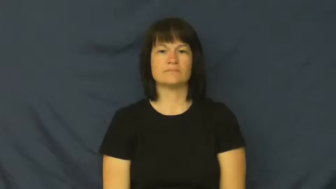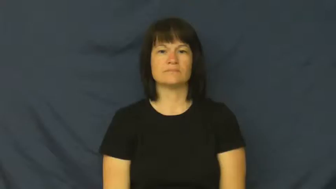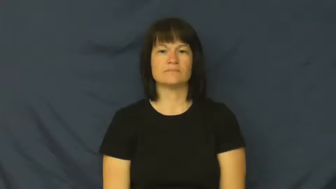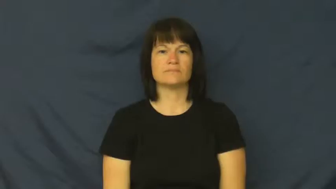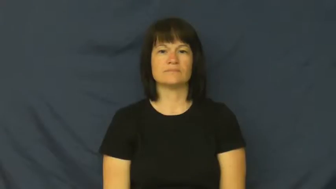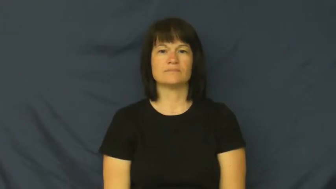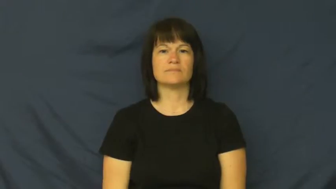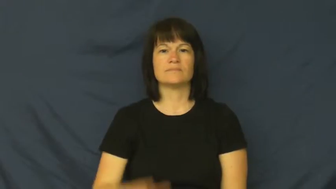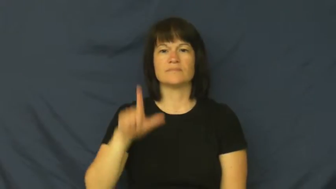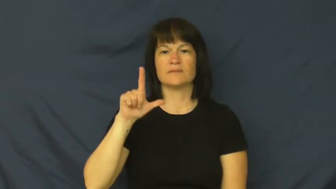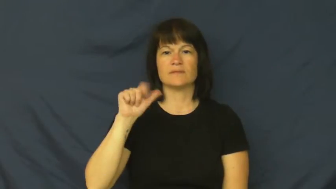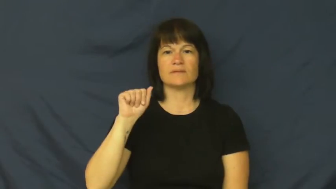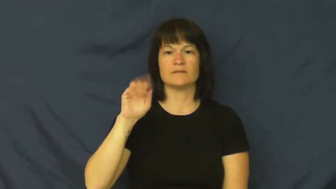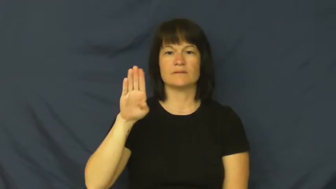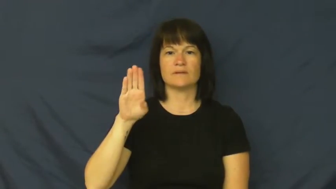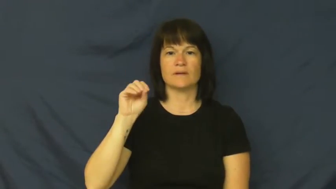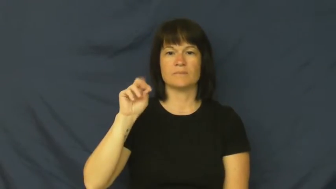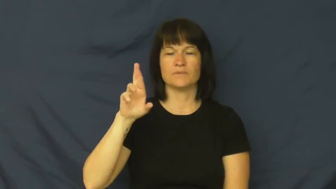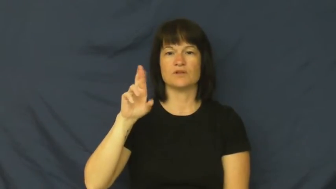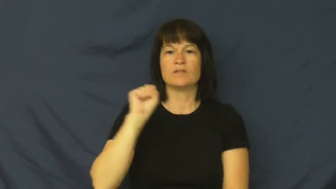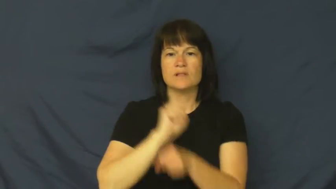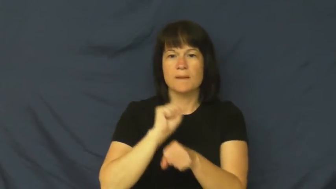labor-work